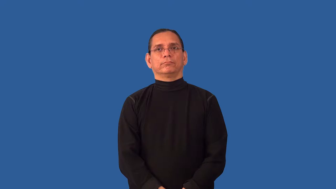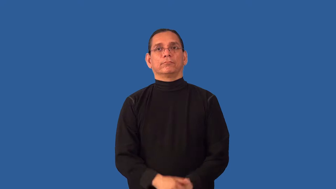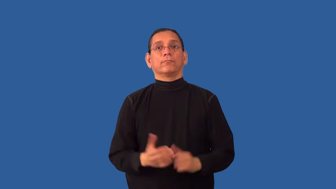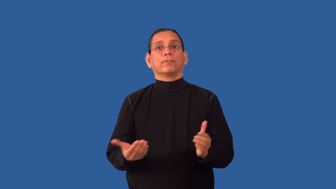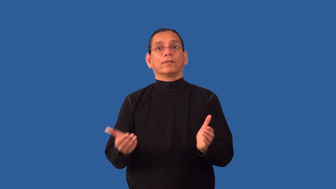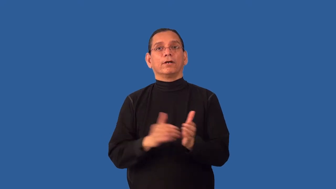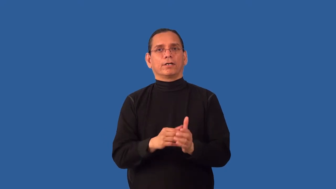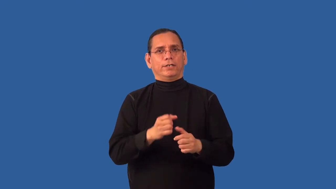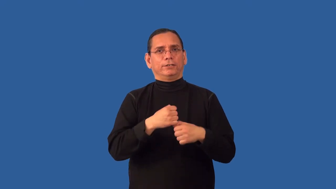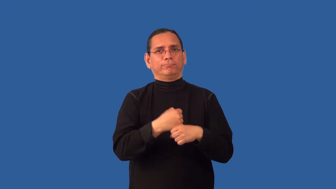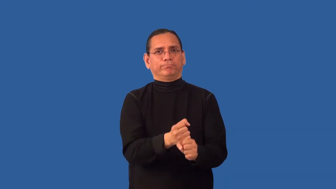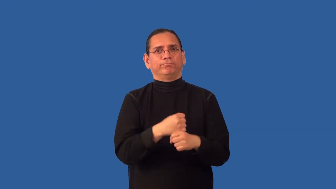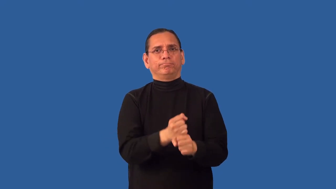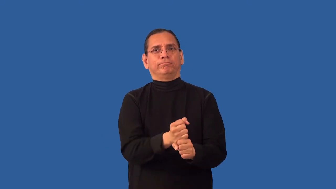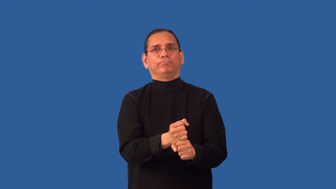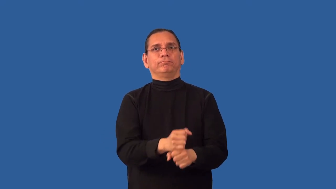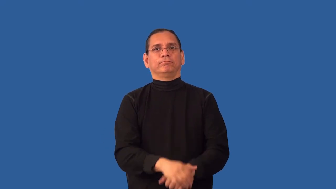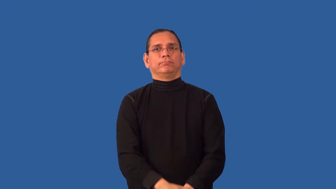refashion,remake